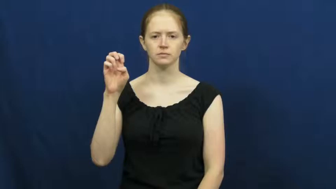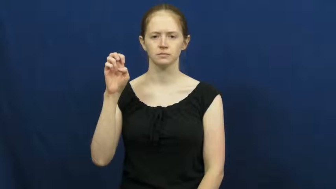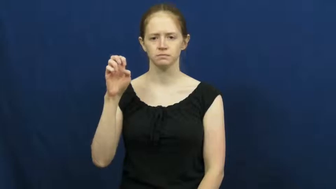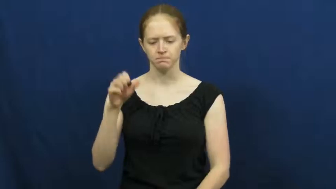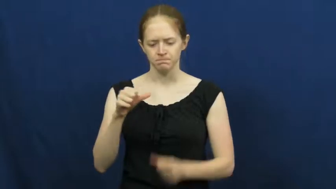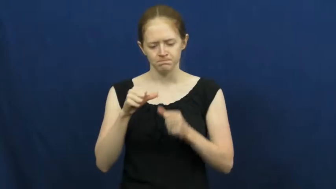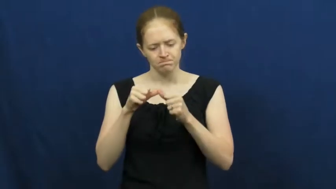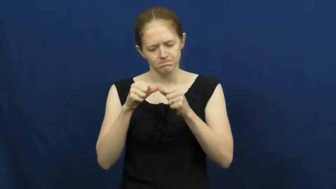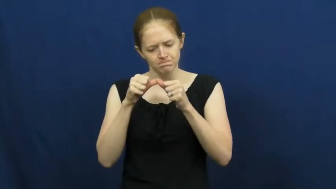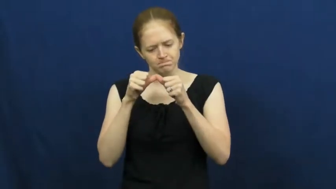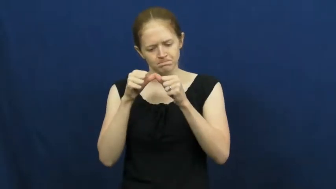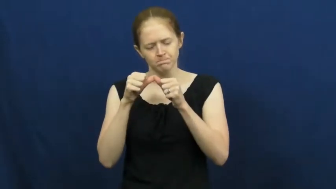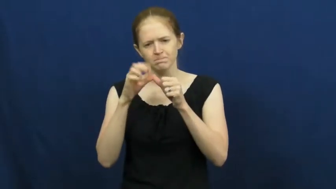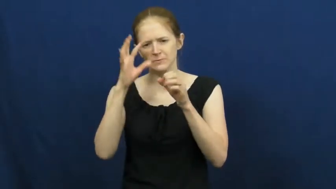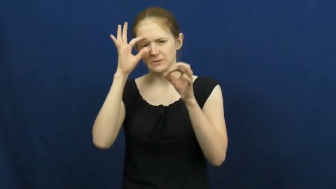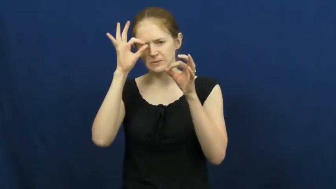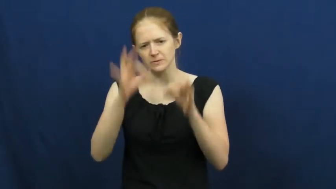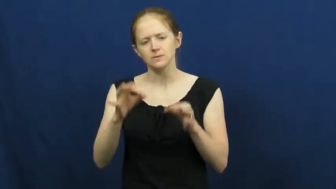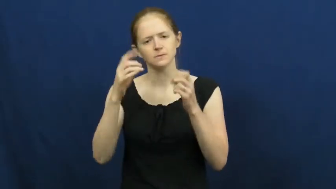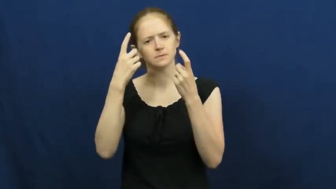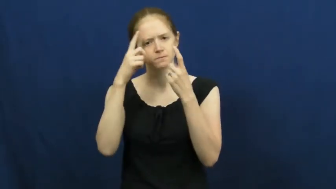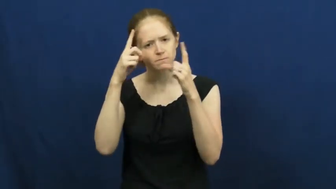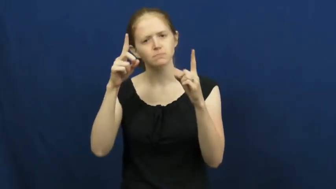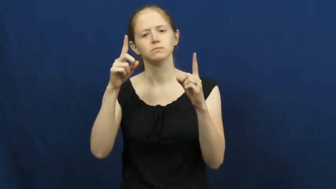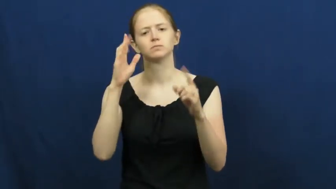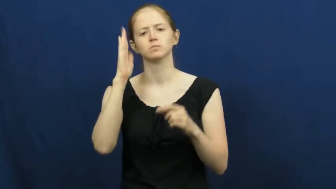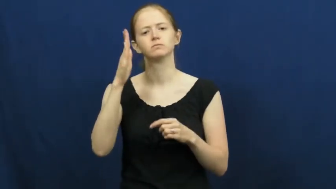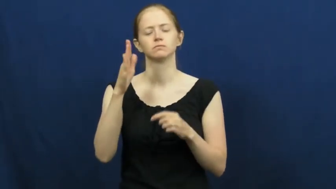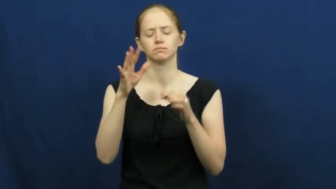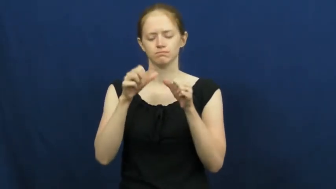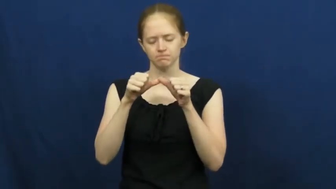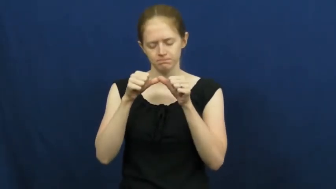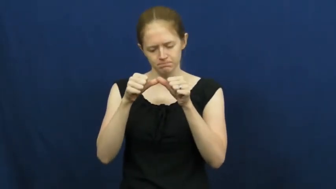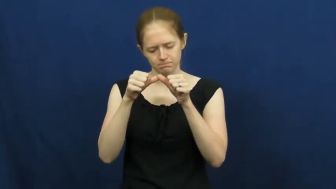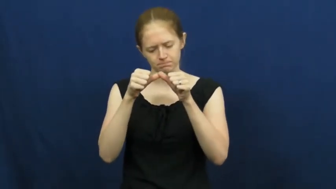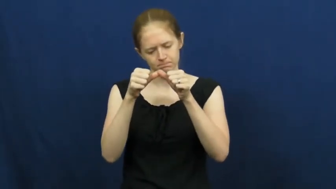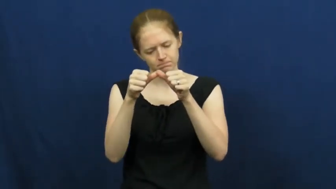resolve,bent on,hell-bent on,hellbent,gumption,spine,backbone-determined